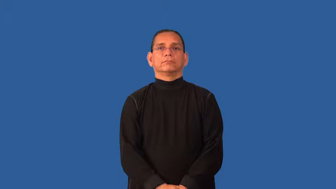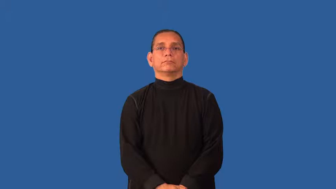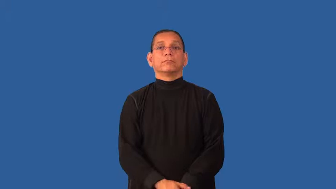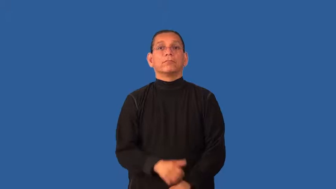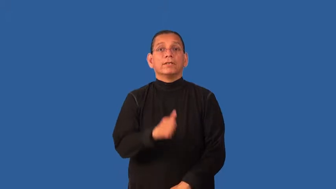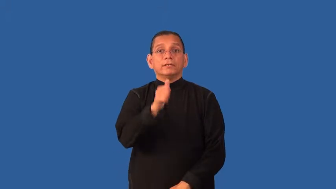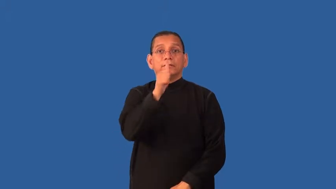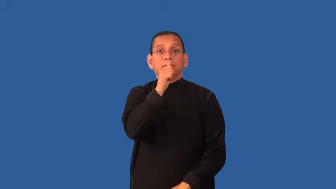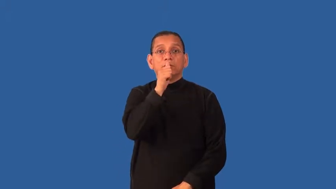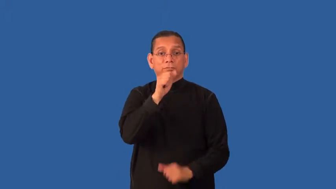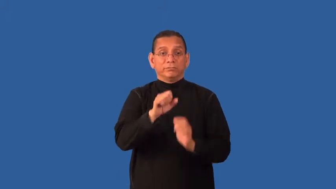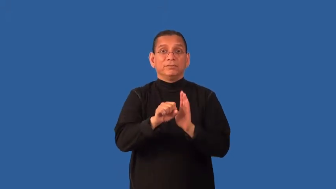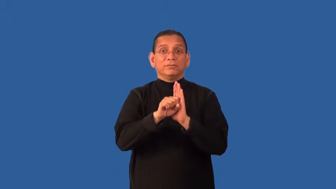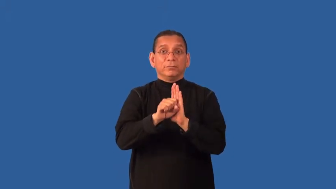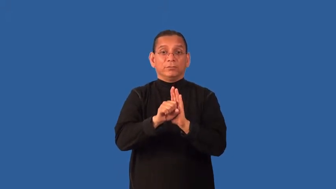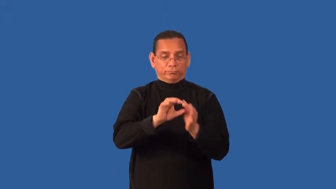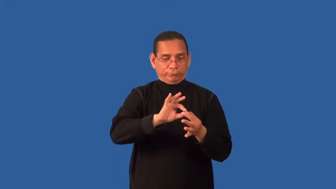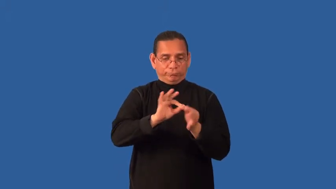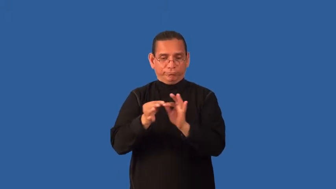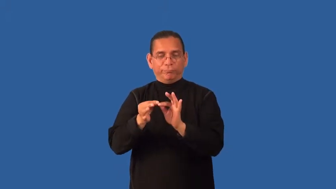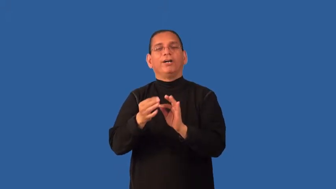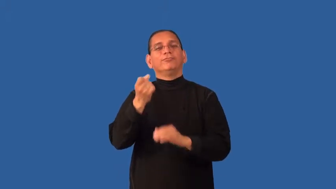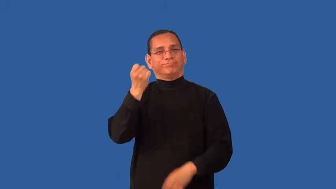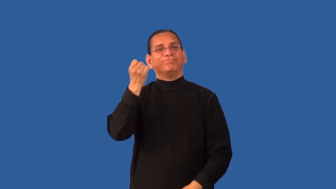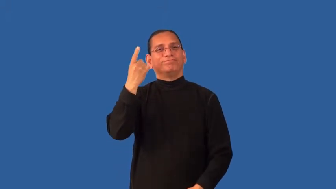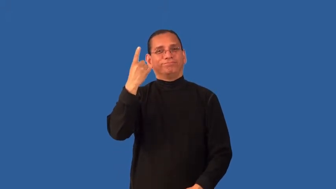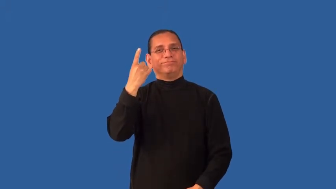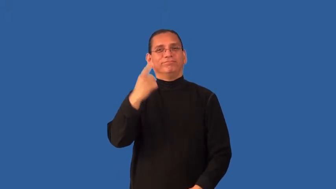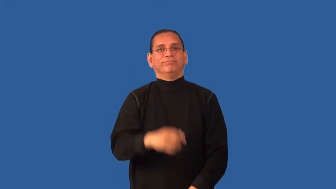decode-unscramble message